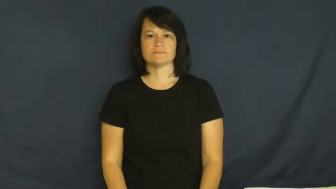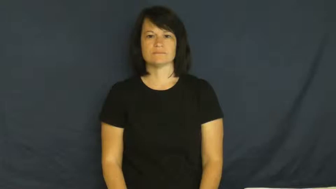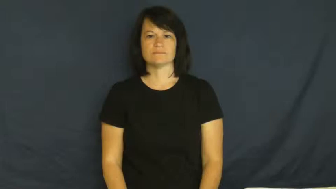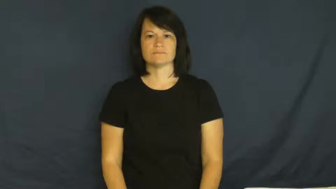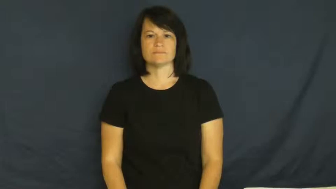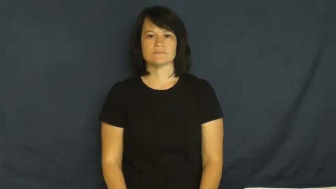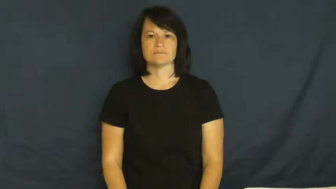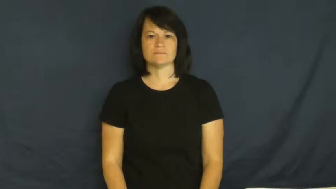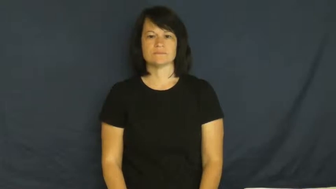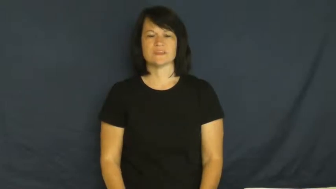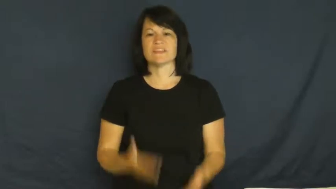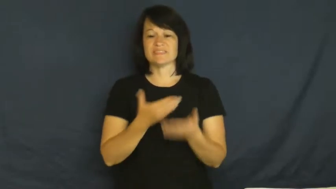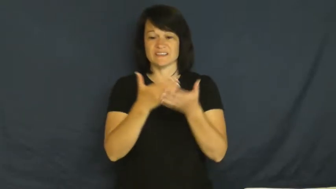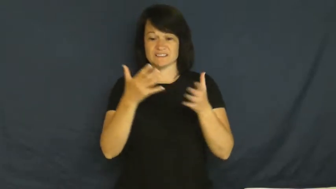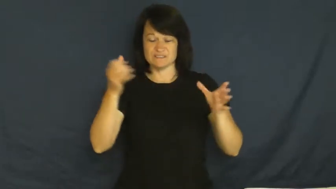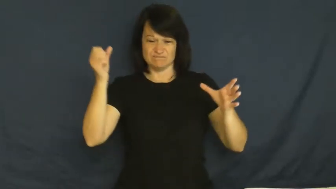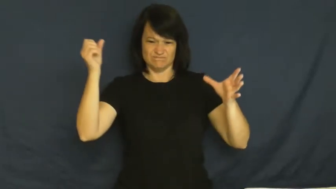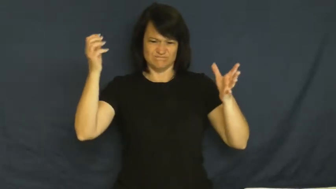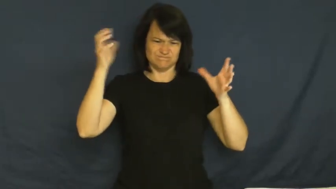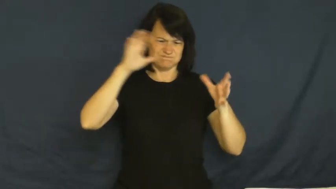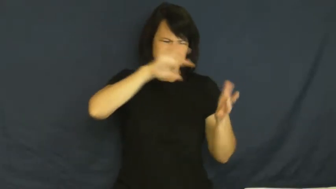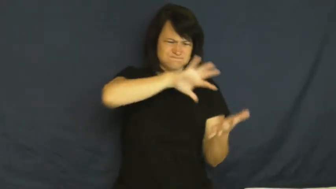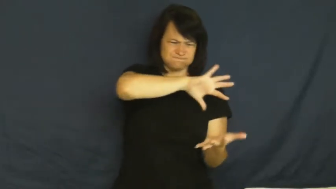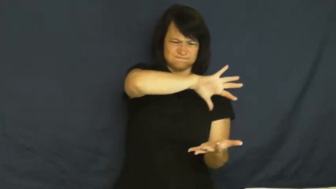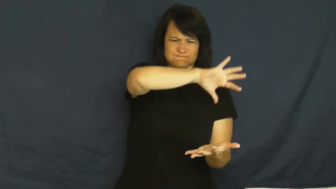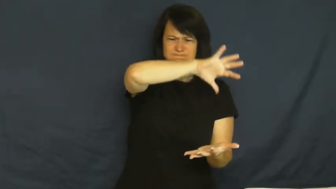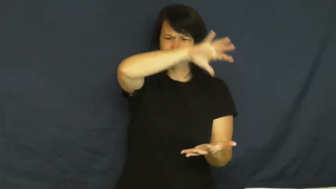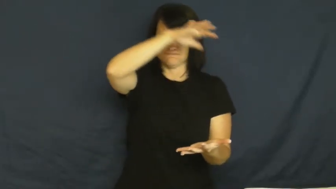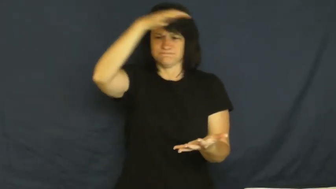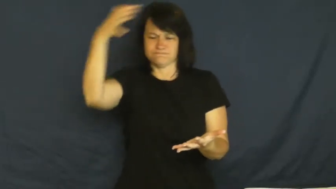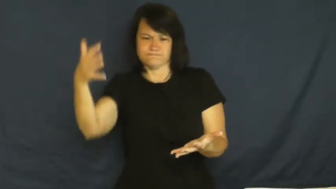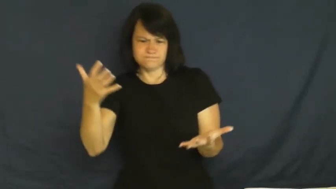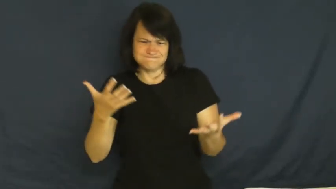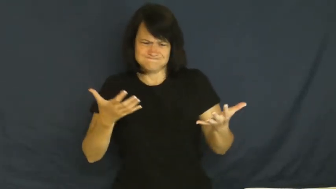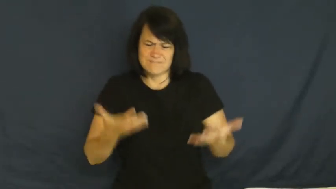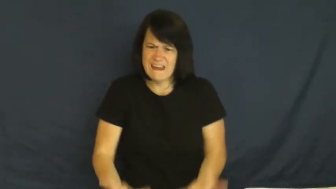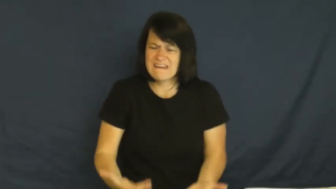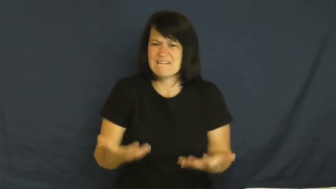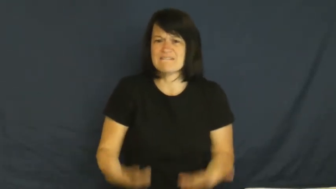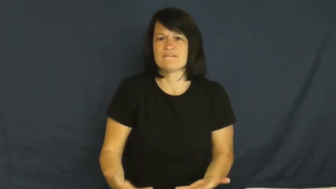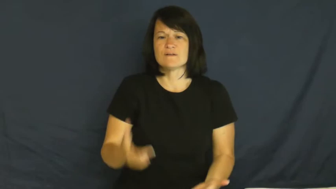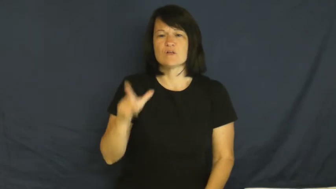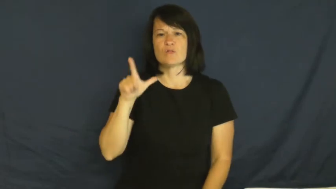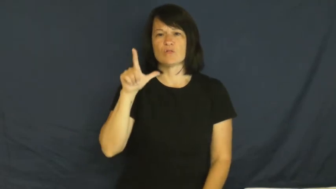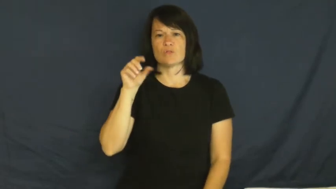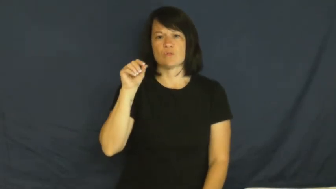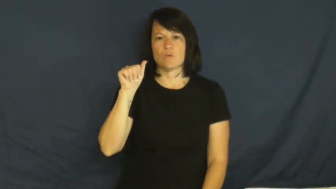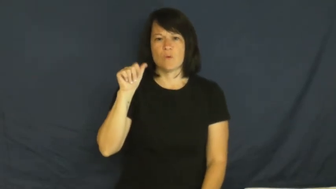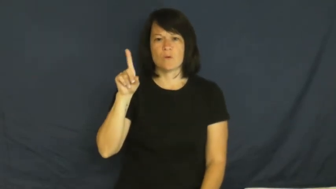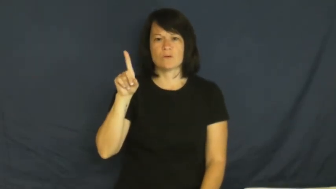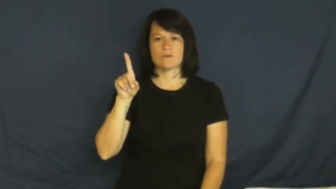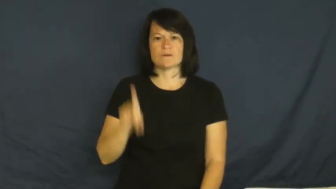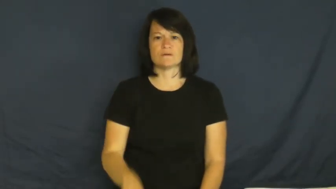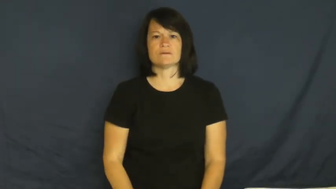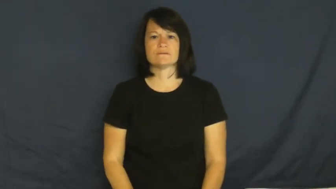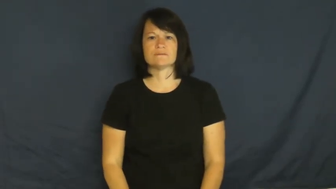load-heavy